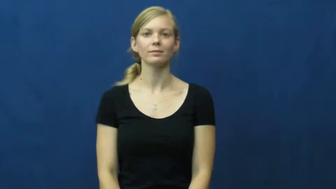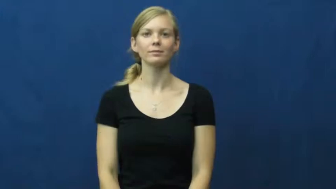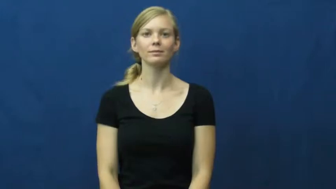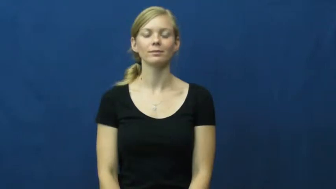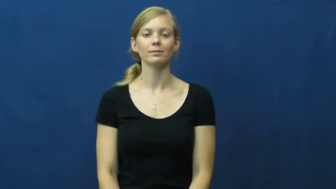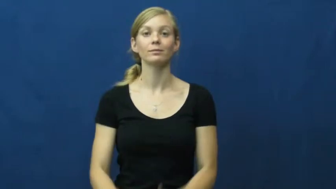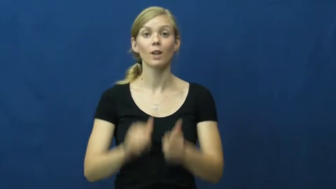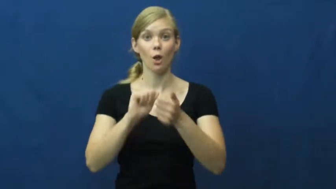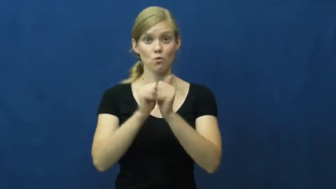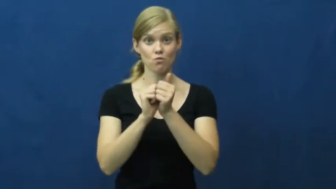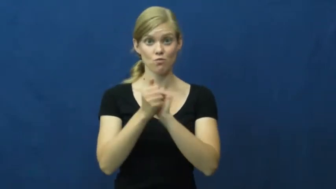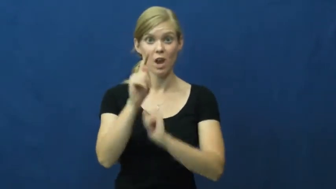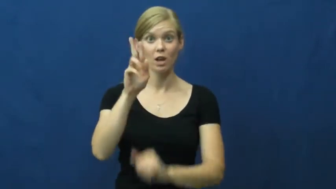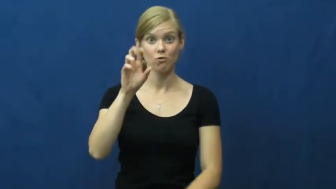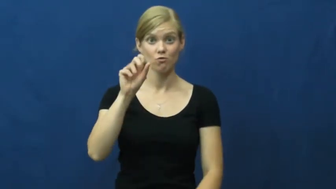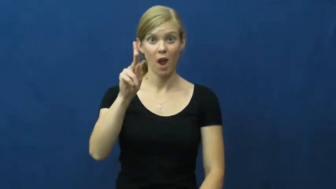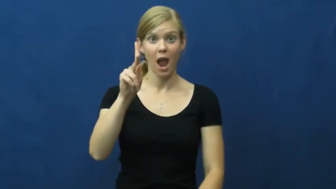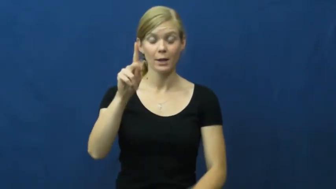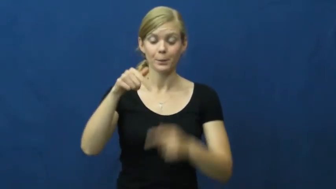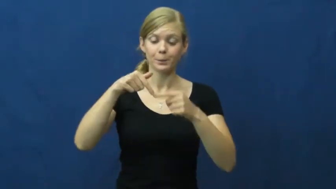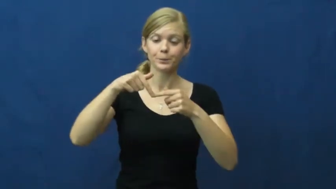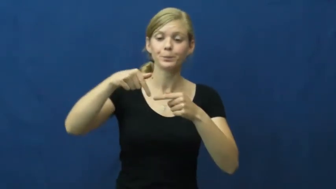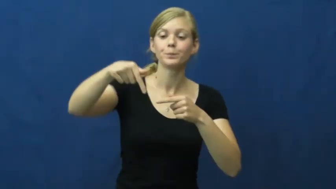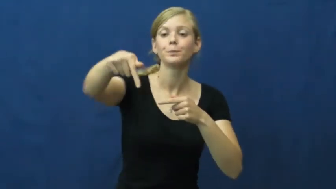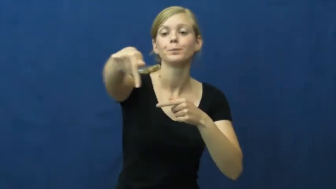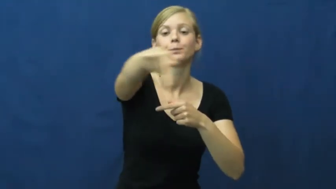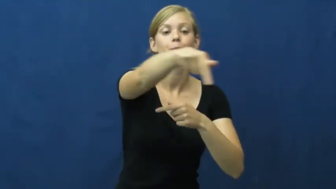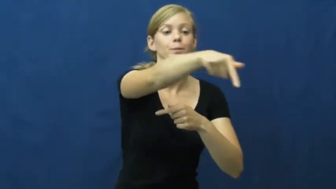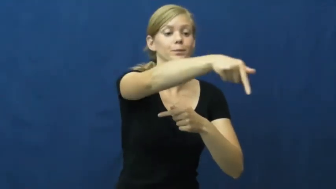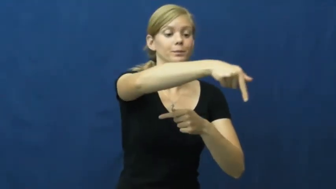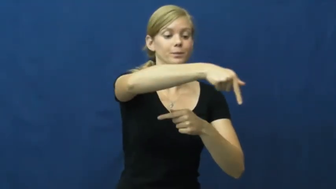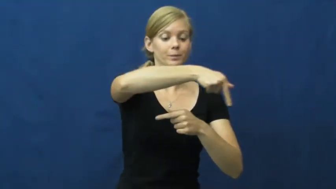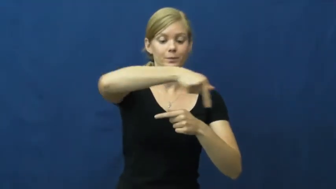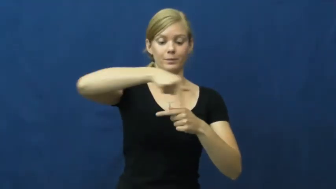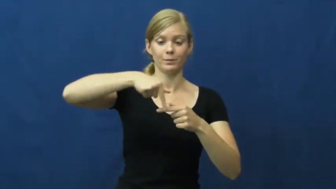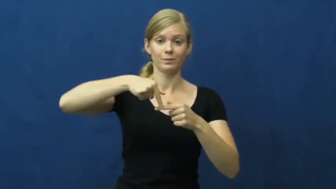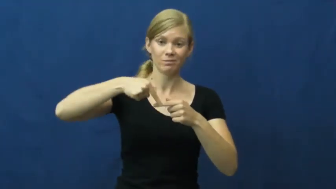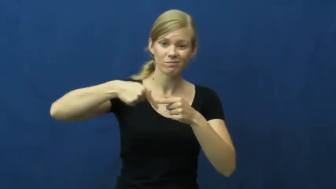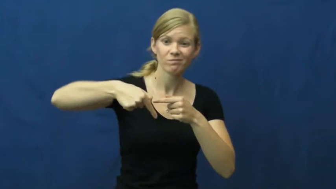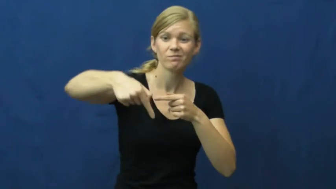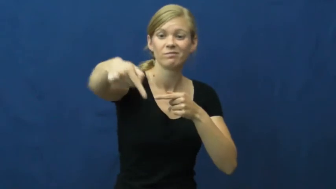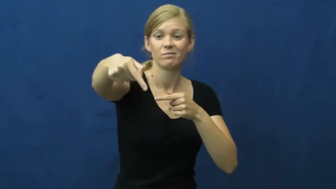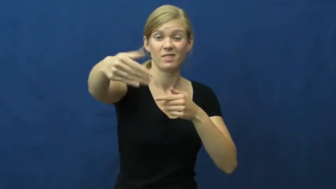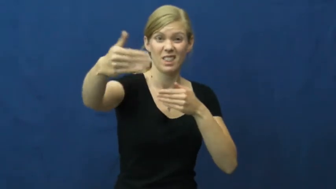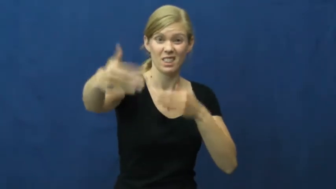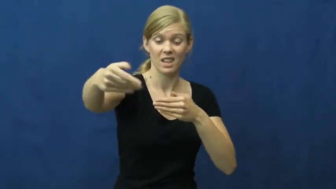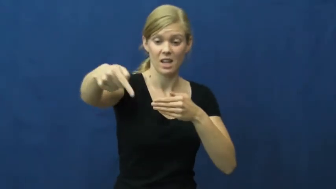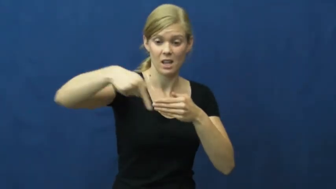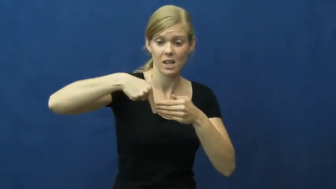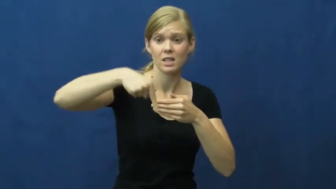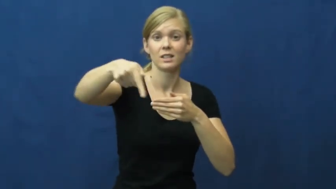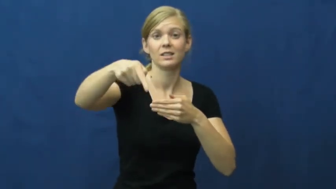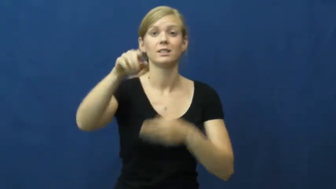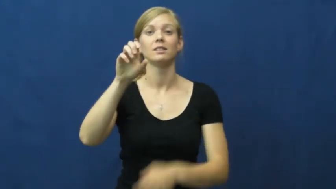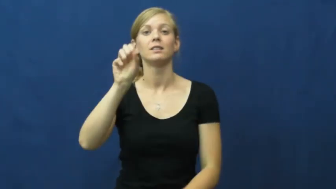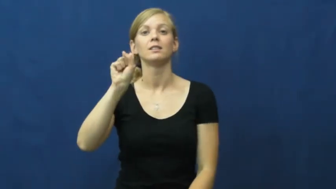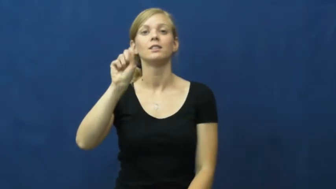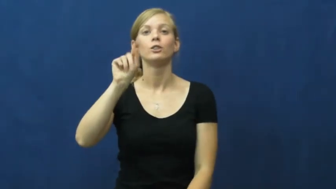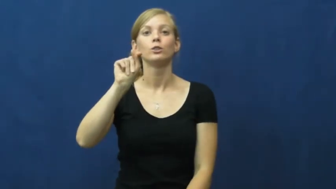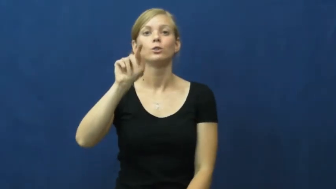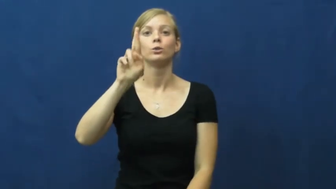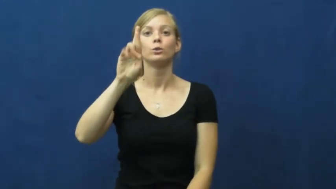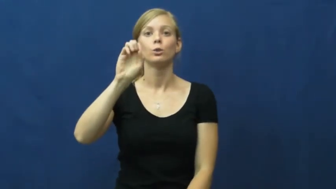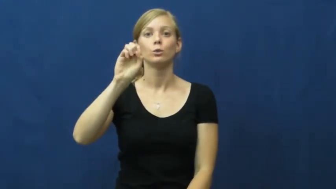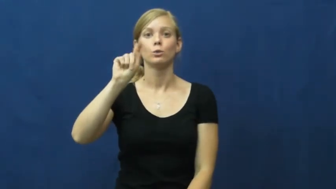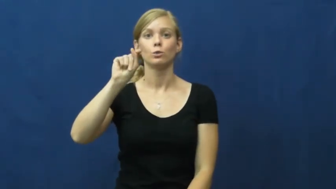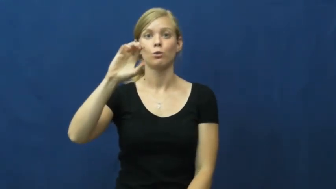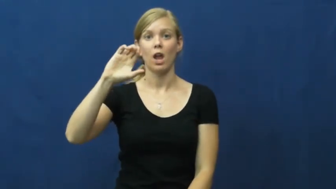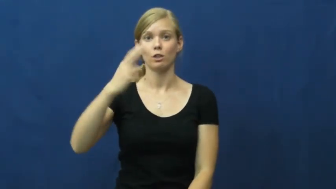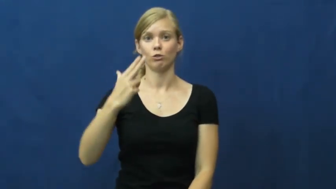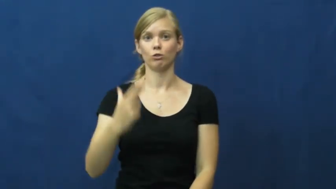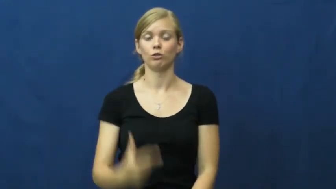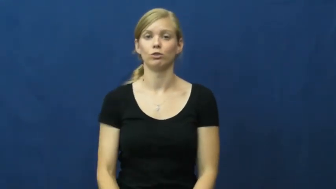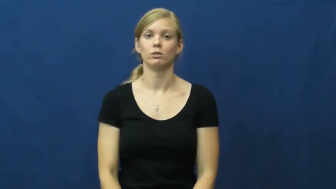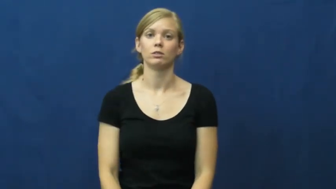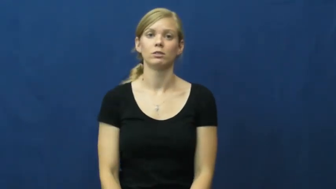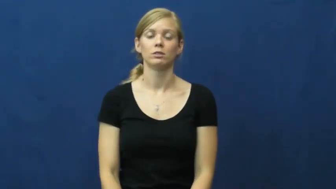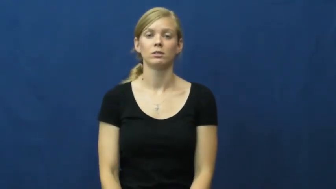stretch-racetrack